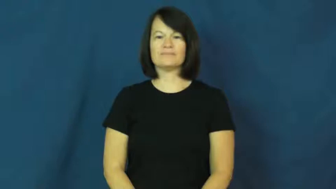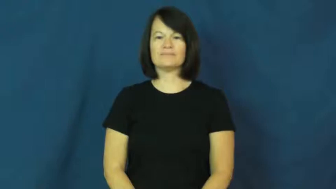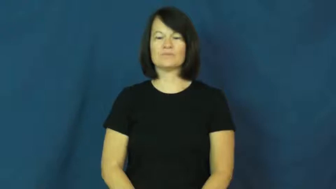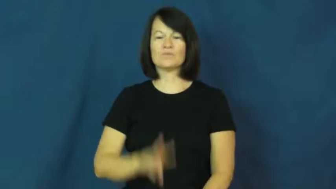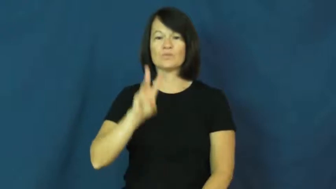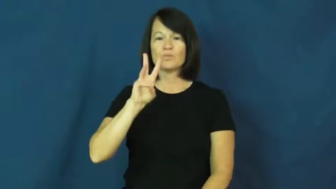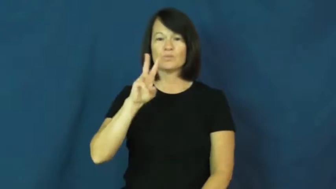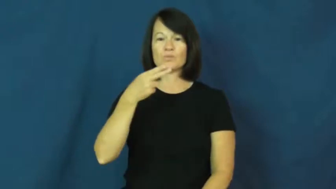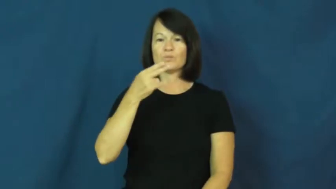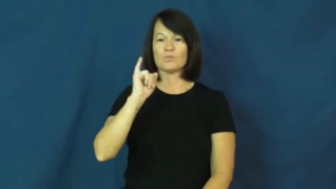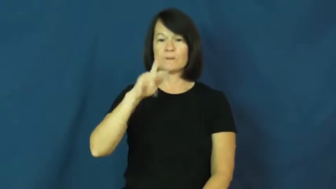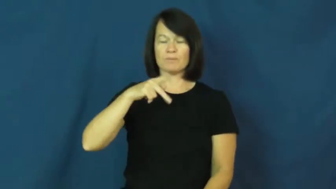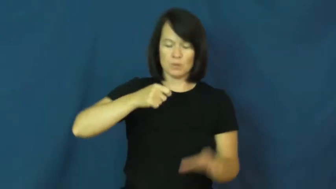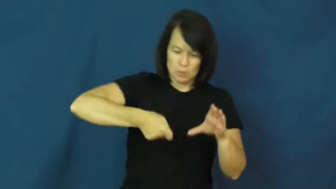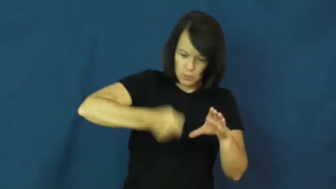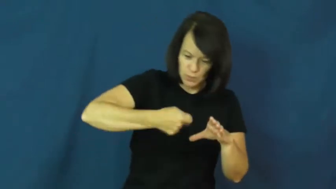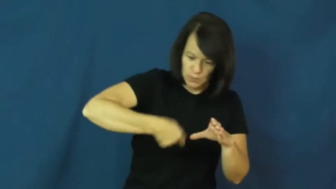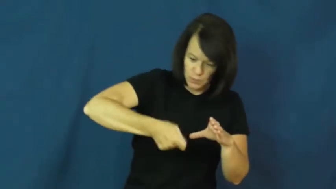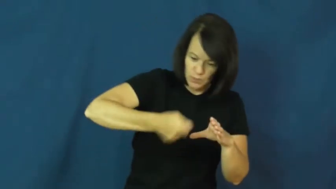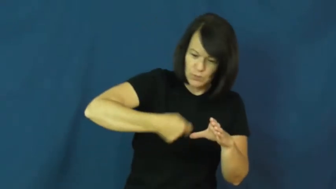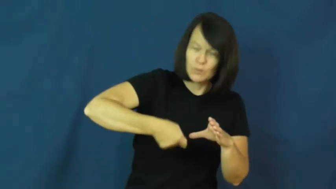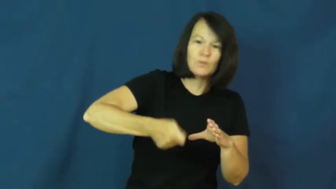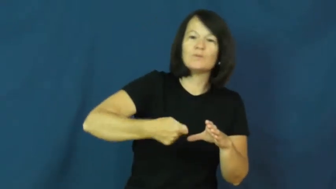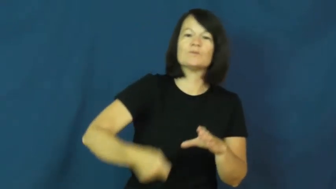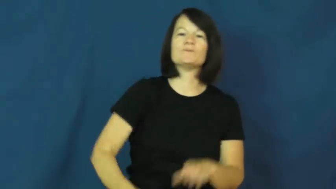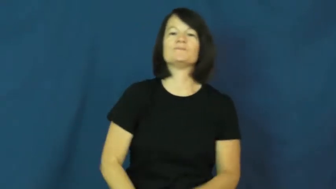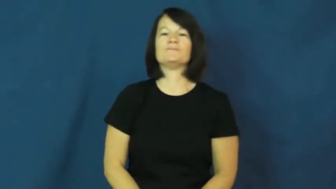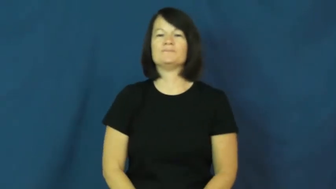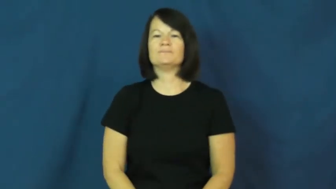whip-mix fast